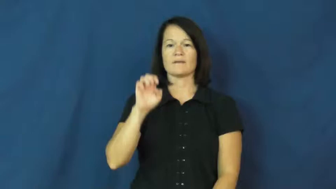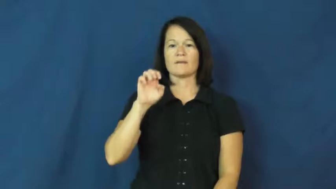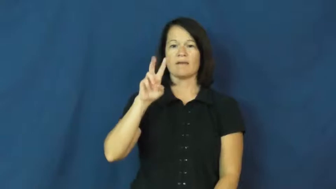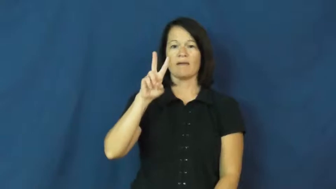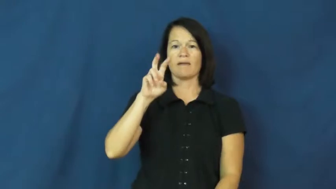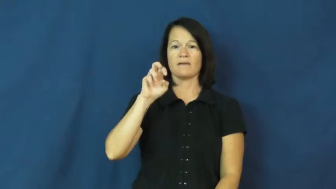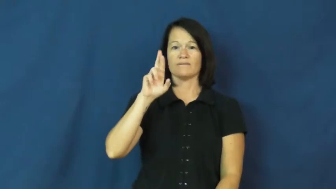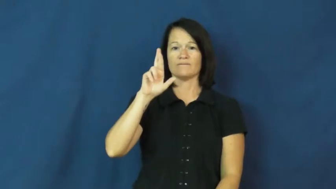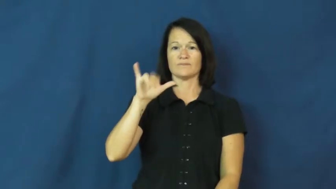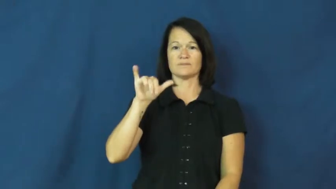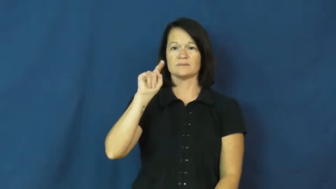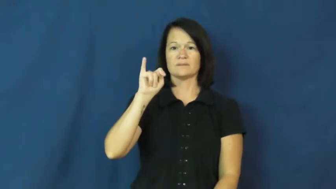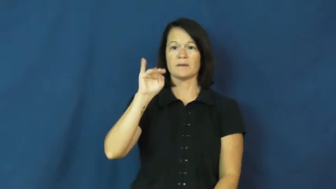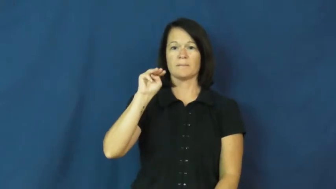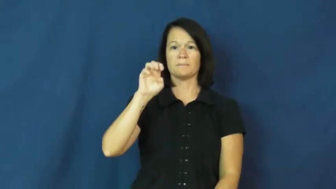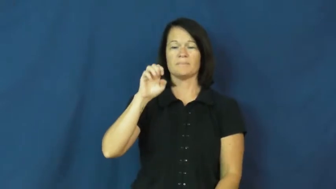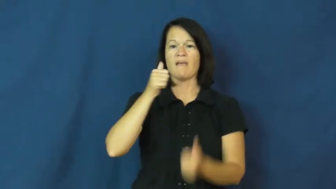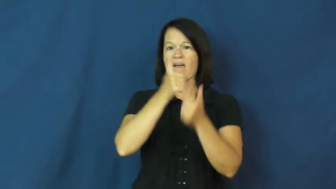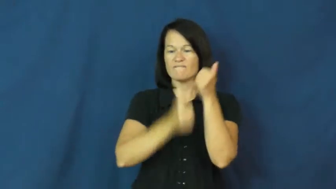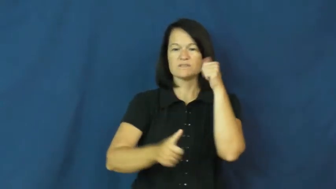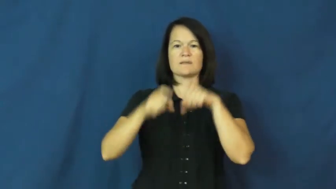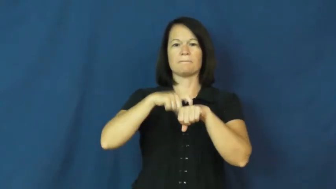everytime